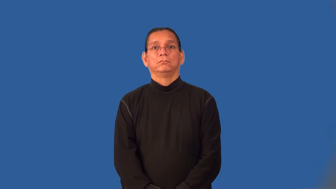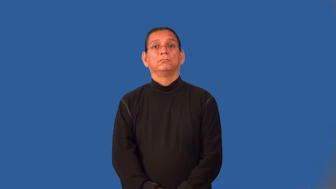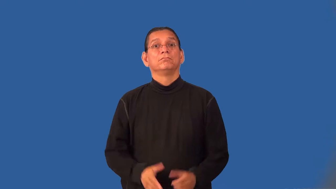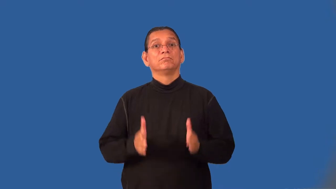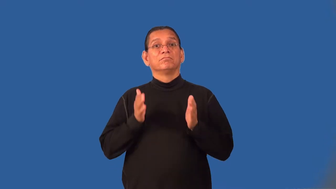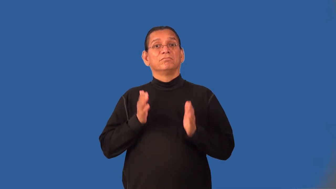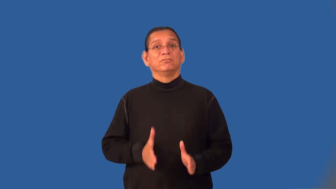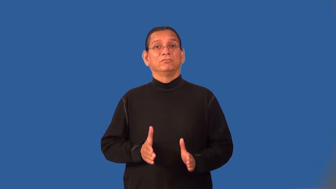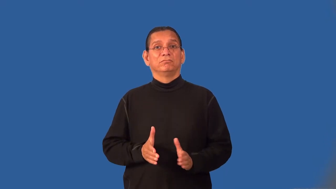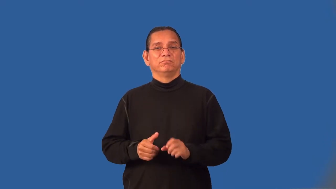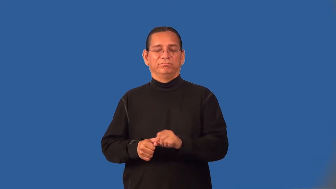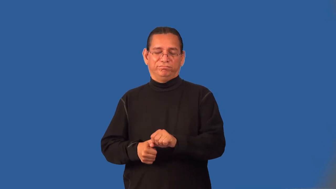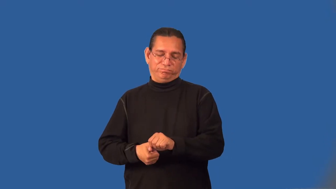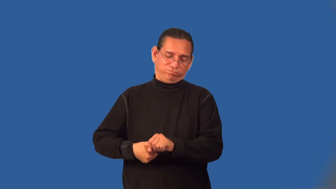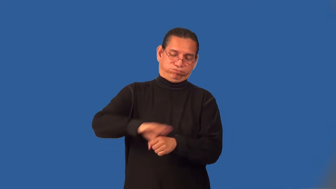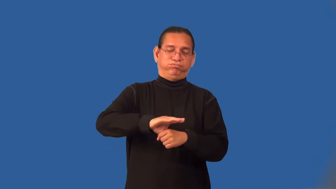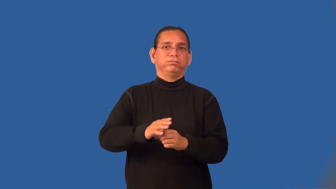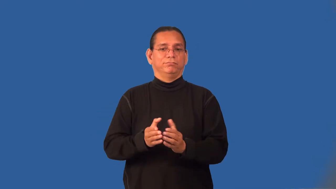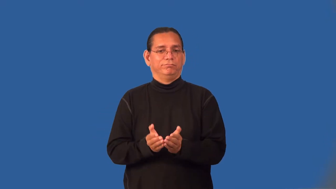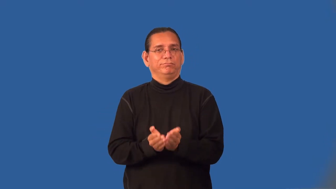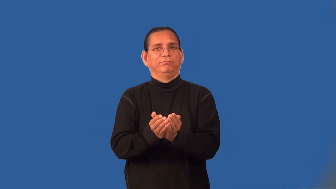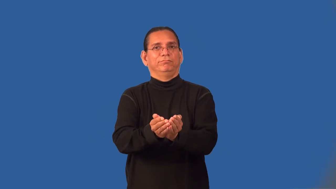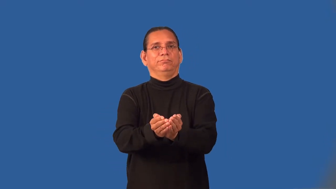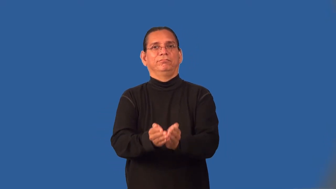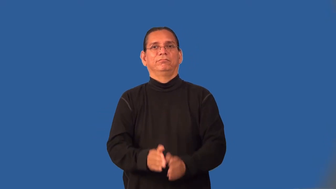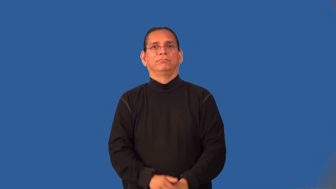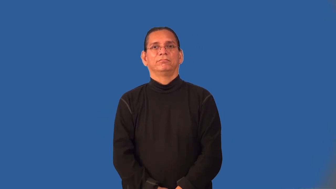landlubber,landsman